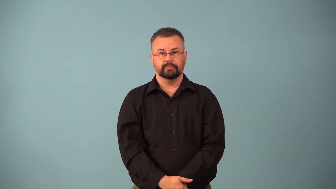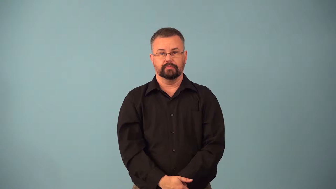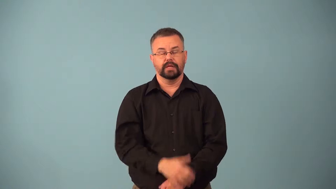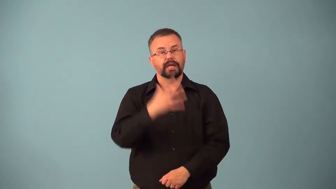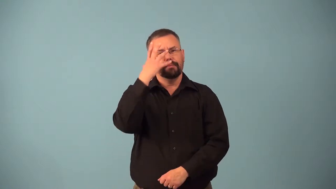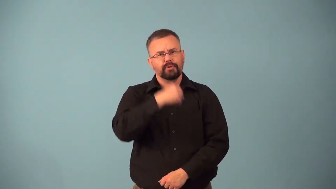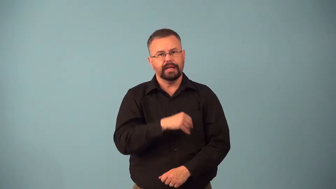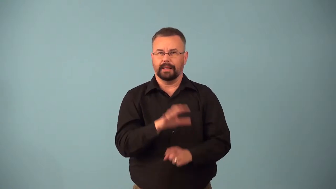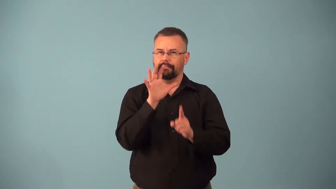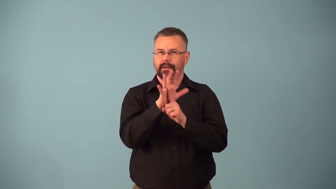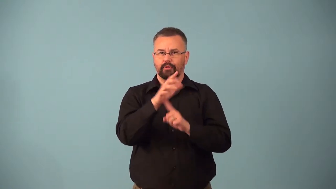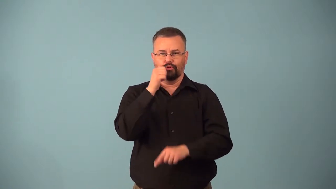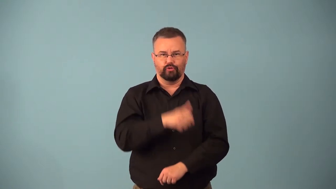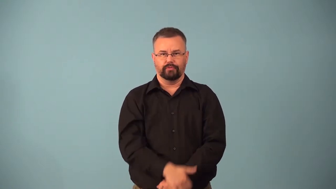belle